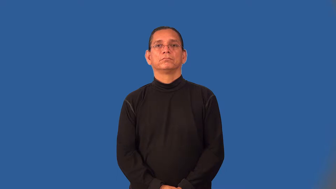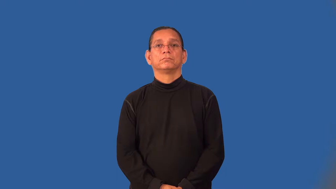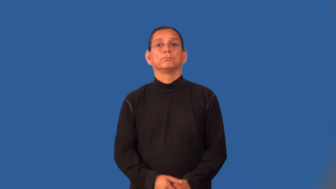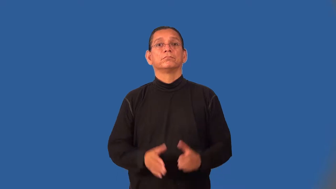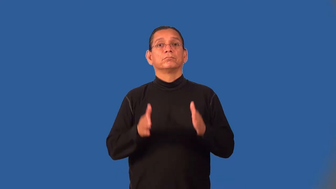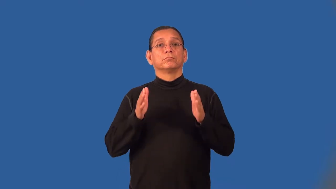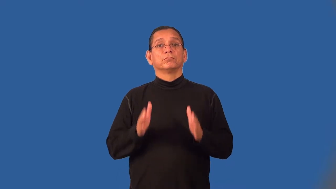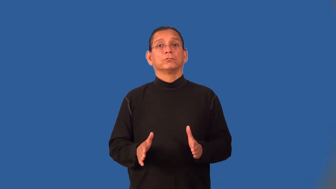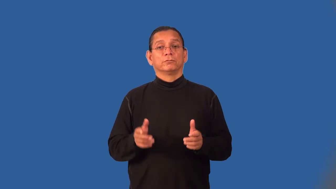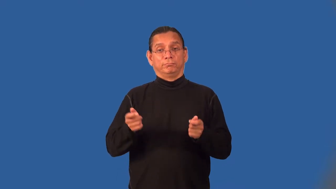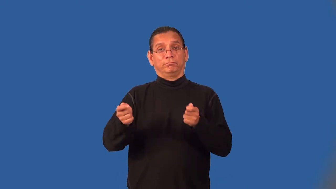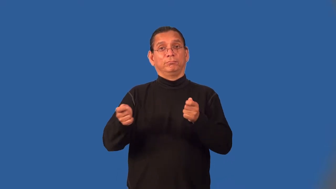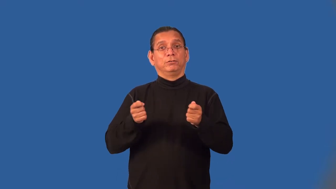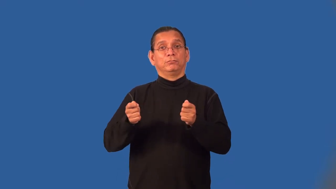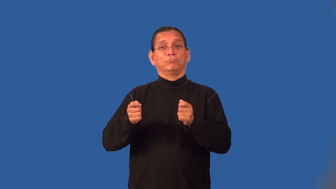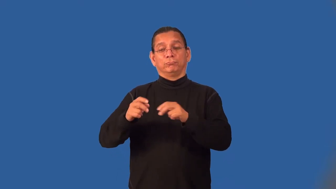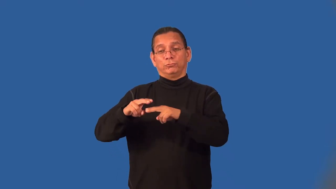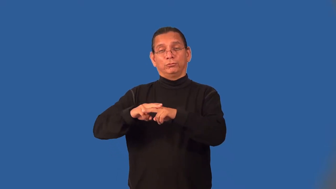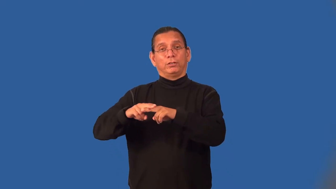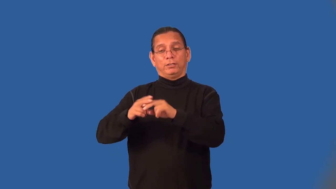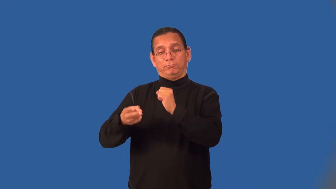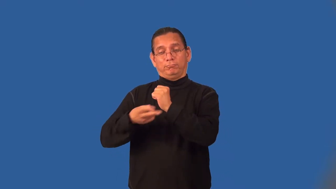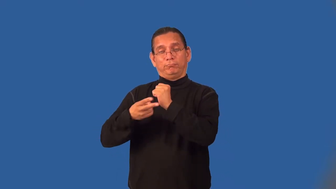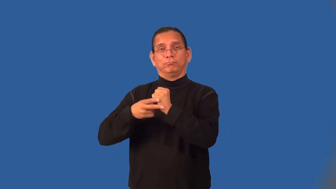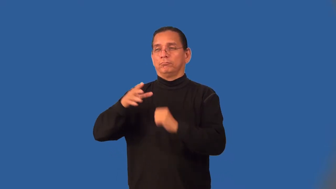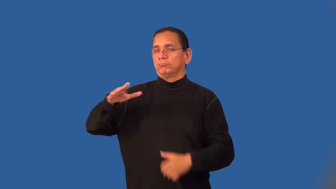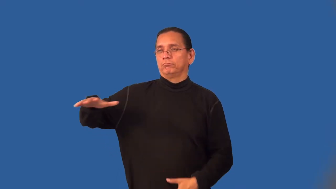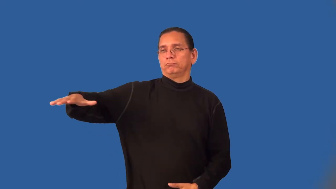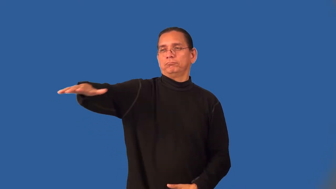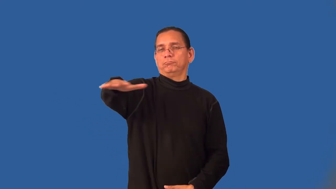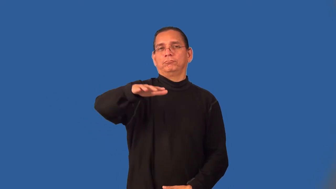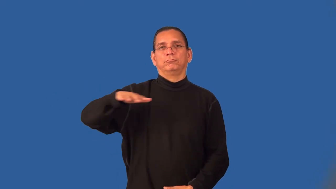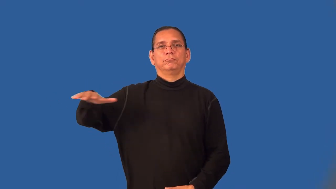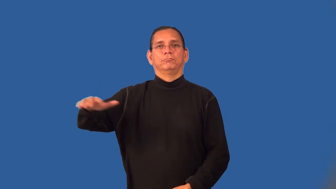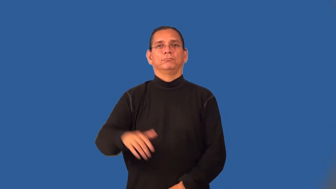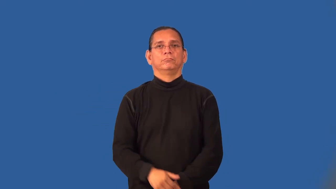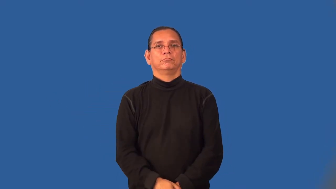yardmaster